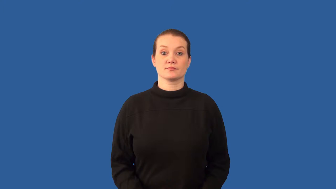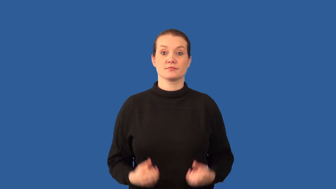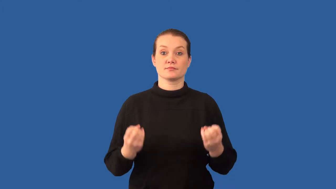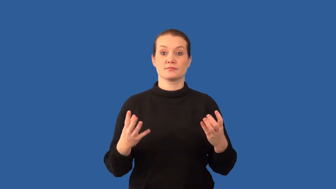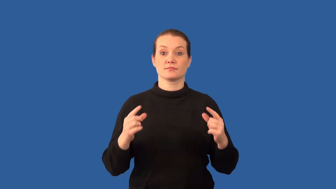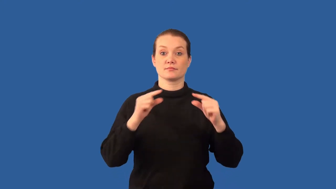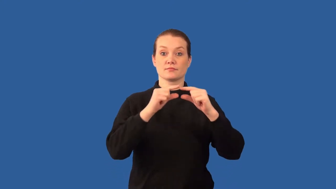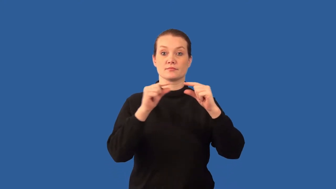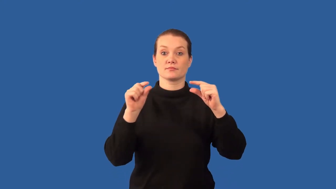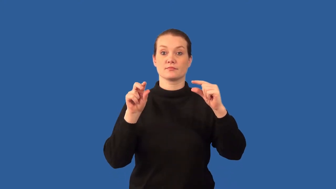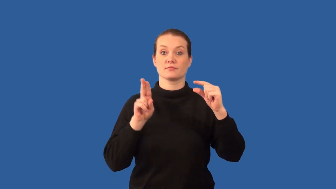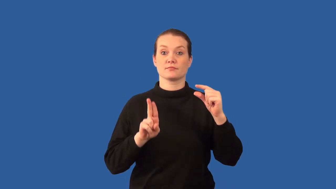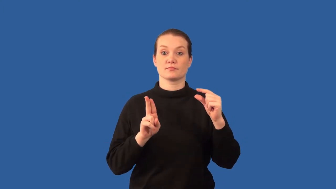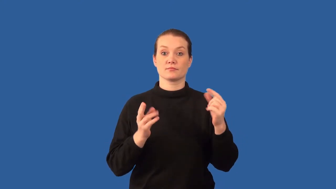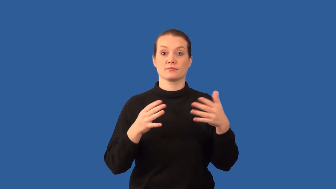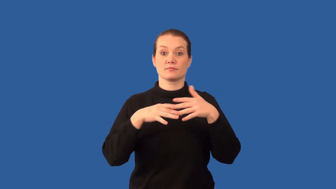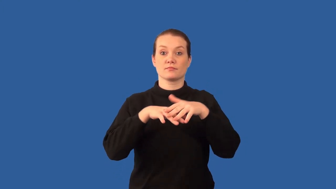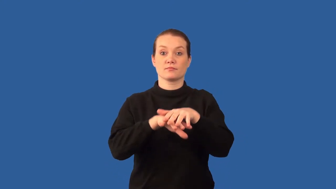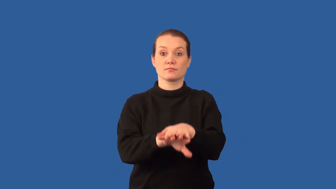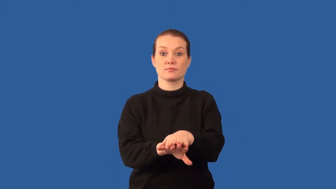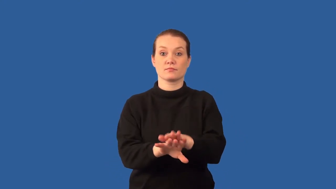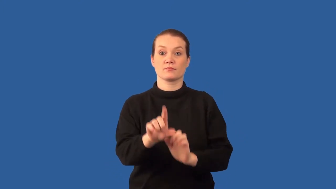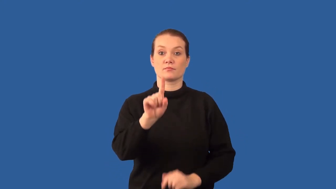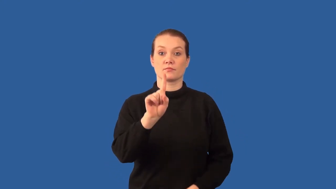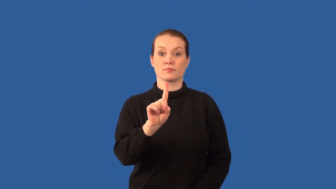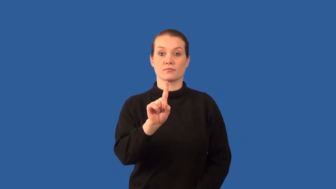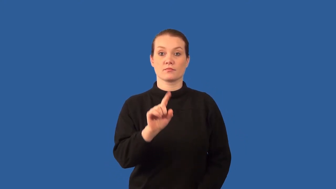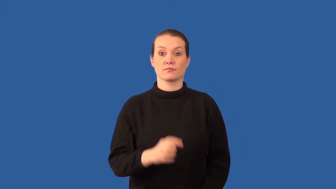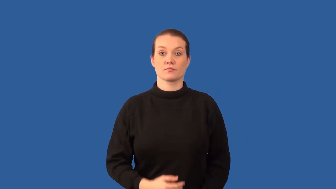polygenic inheritance